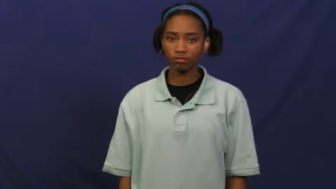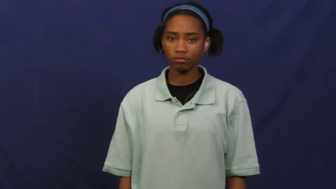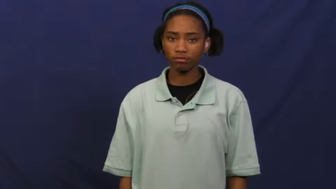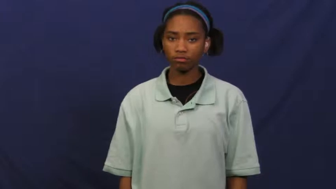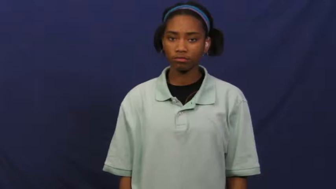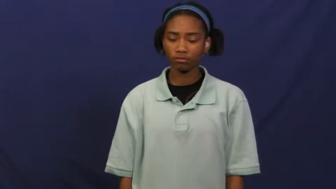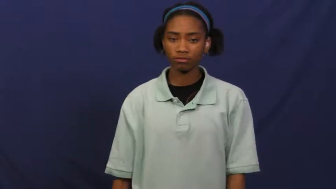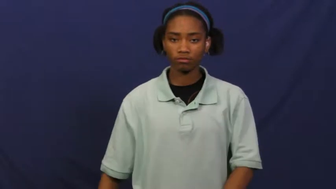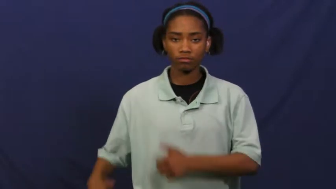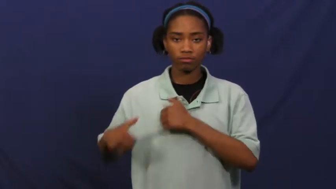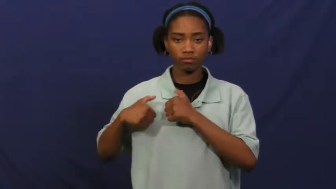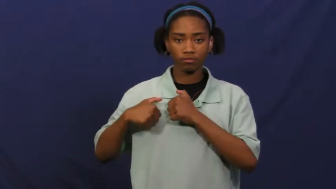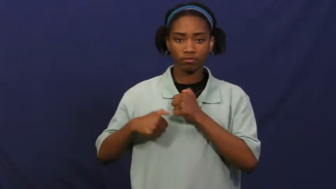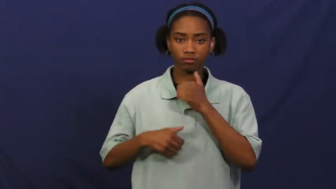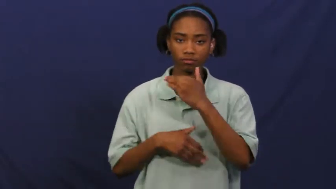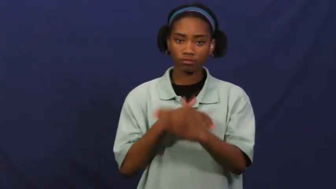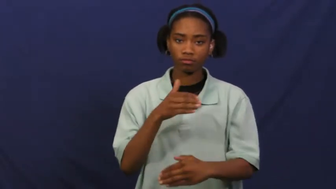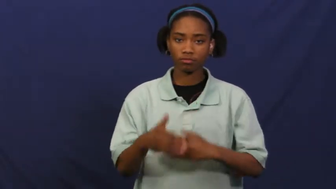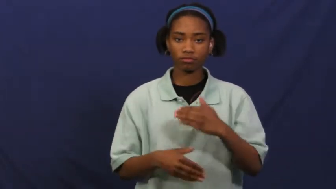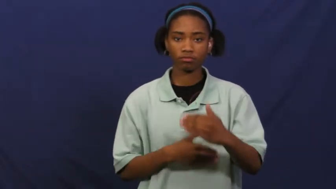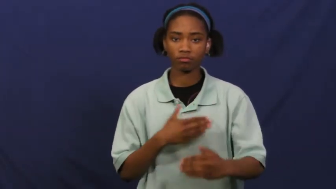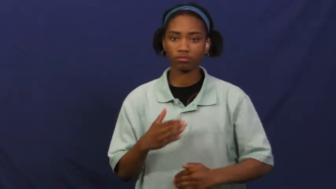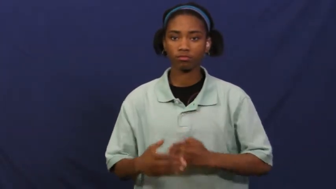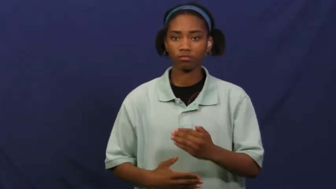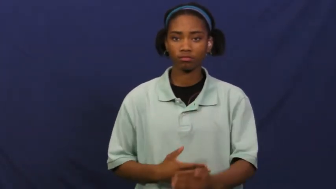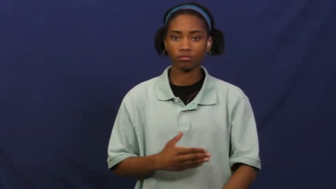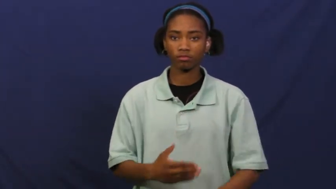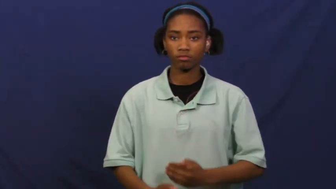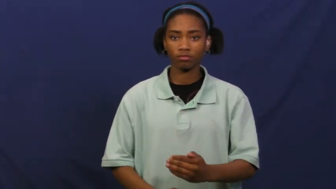courtship